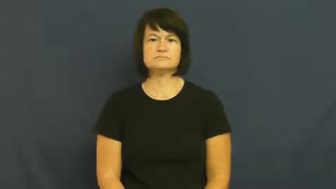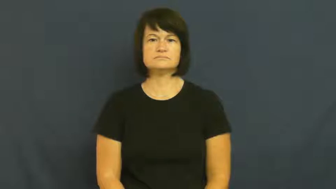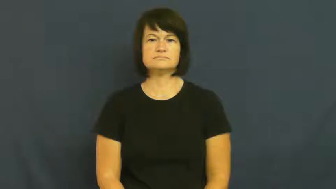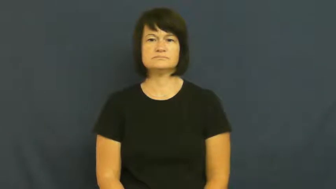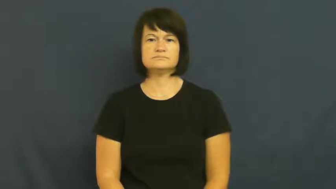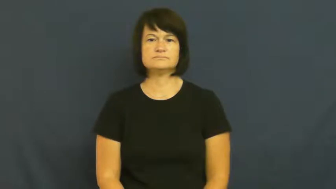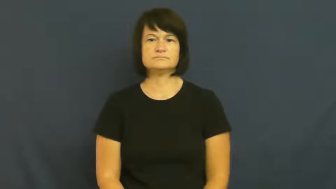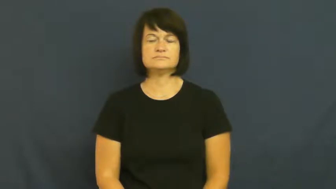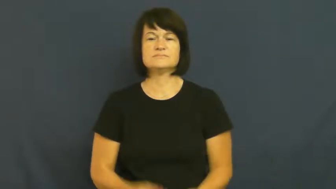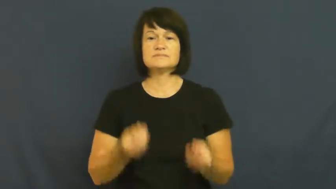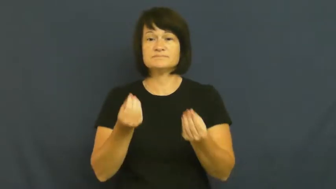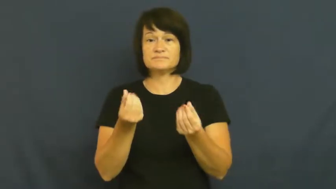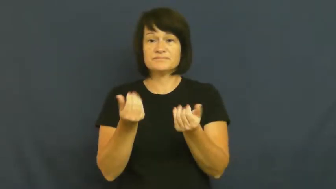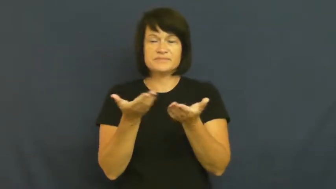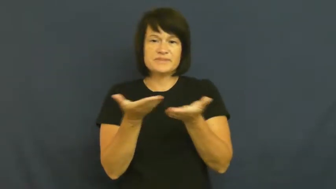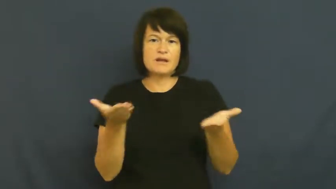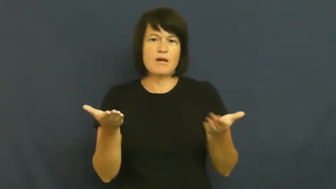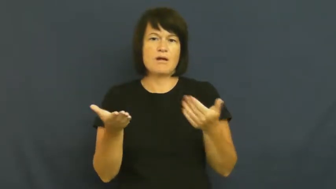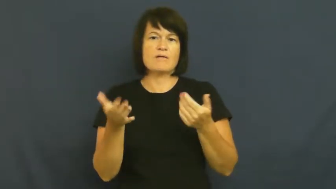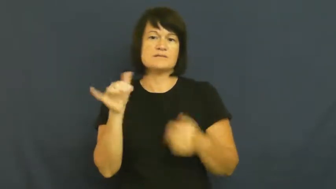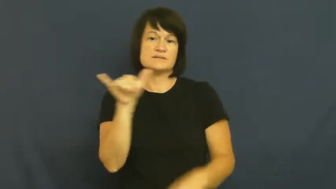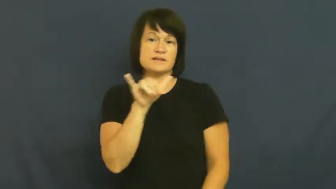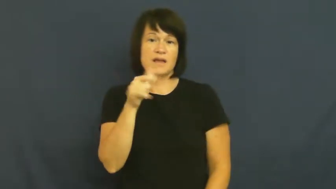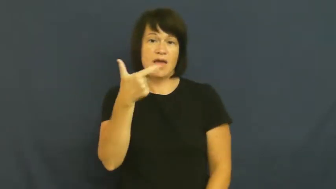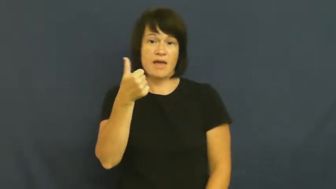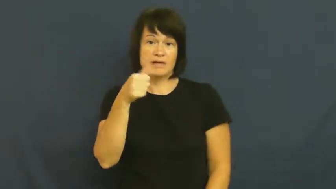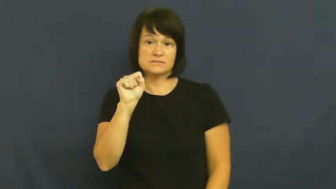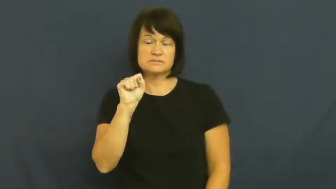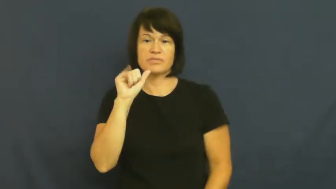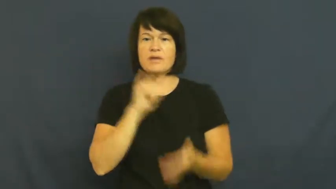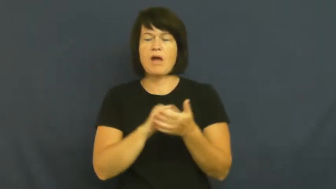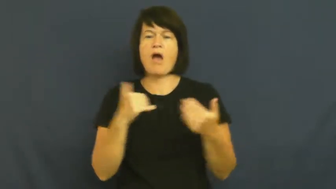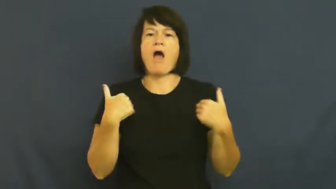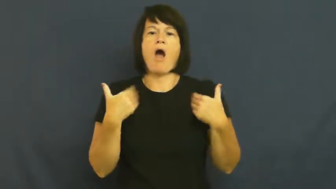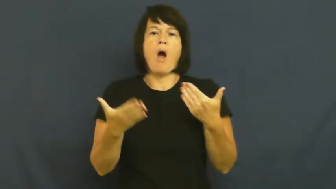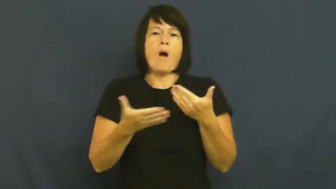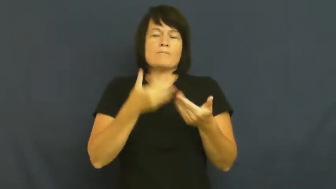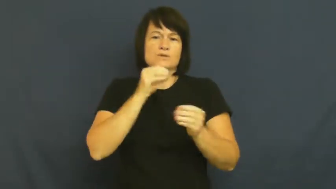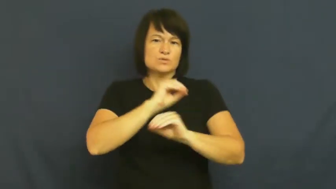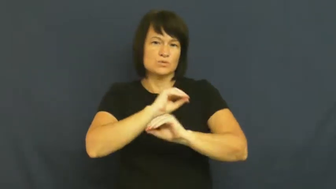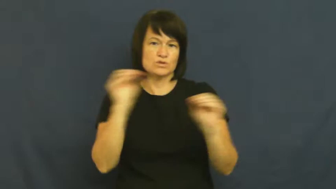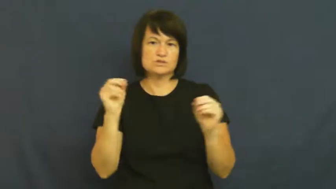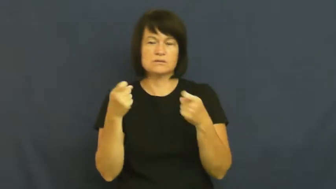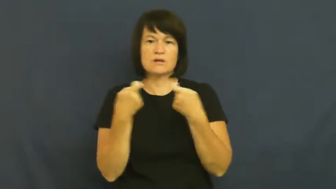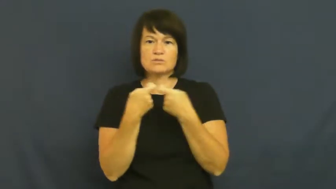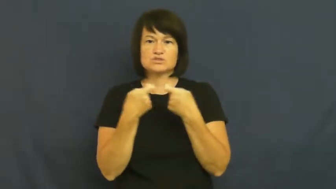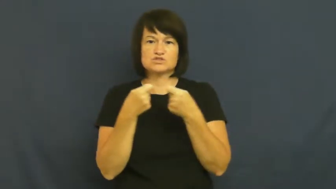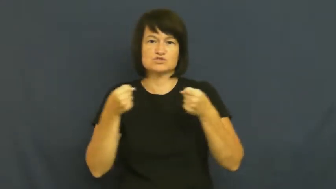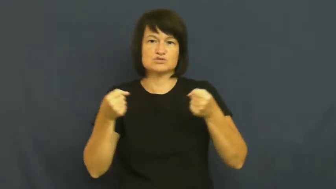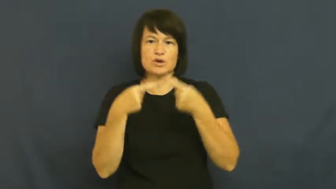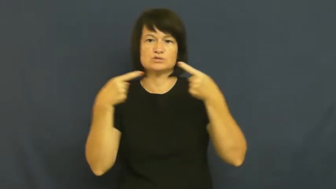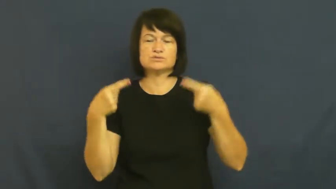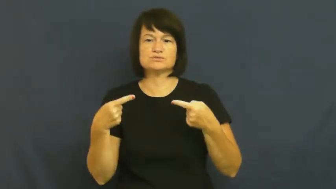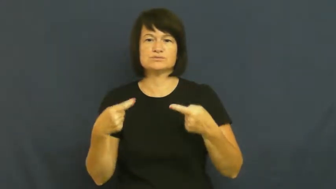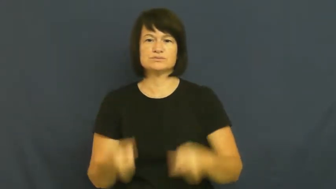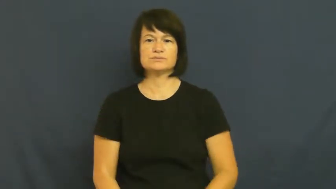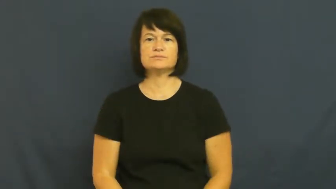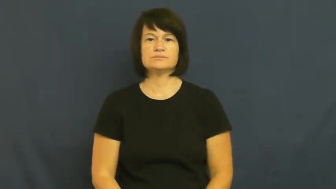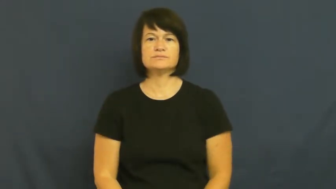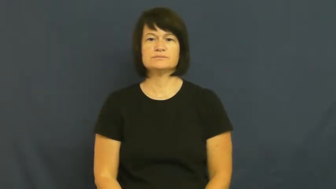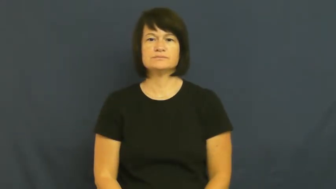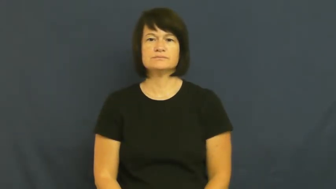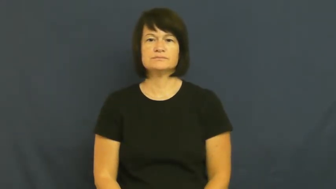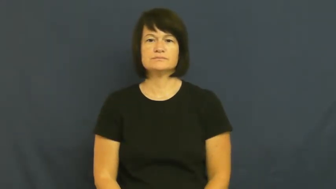plasma-gas